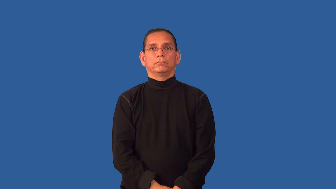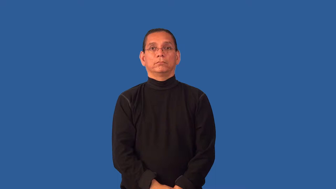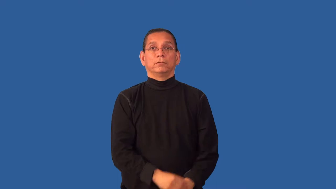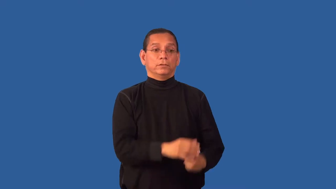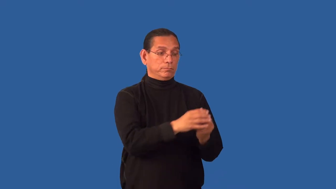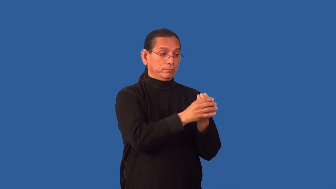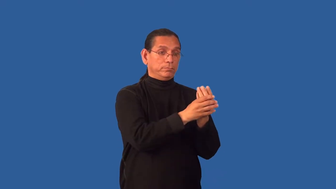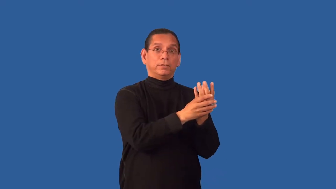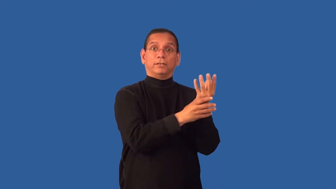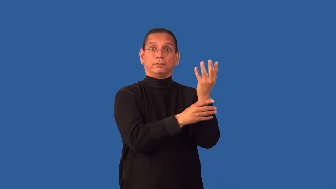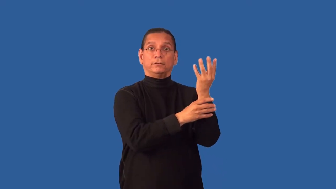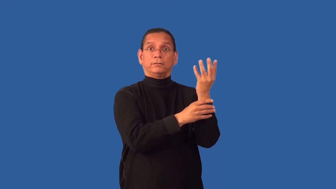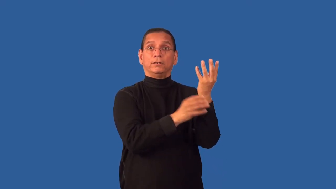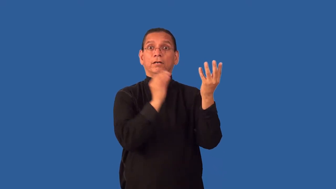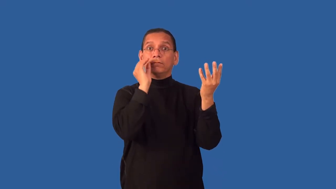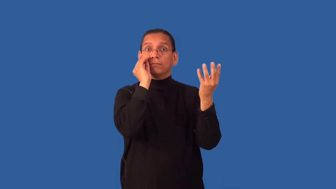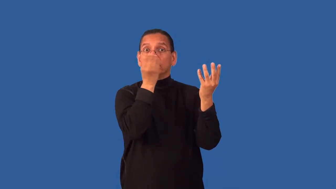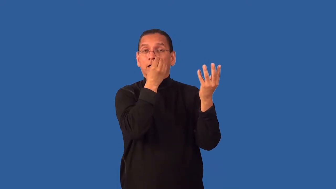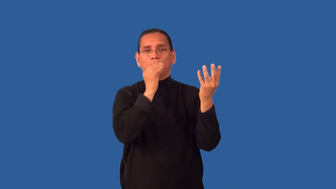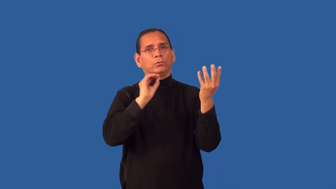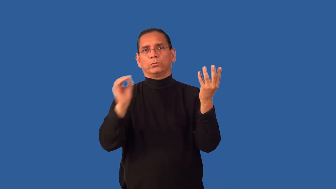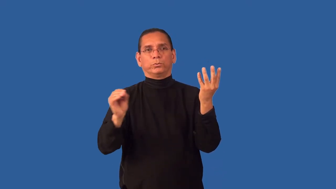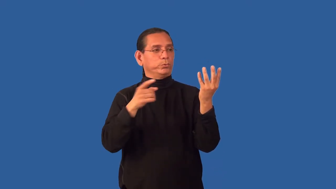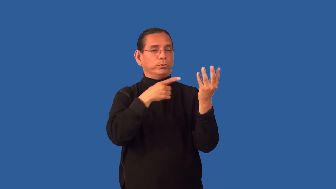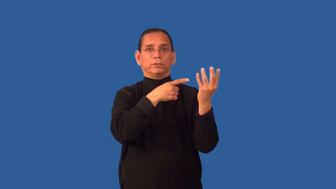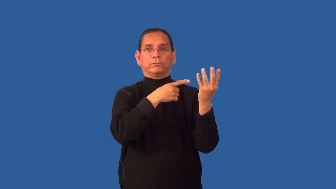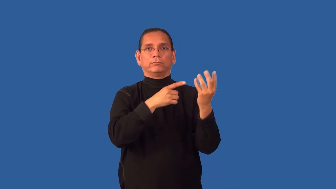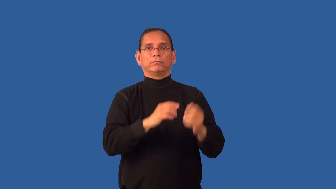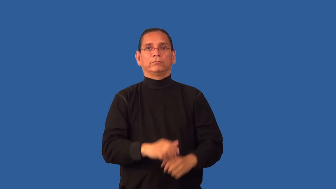flowerless